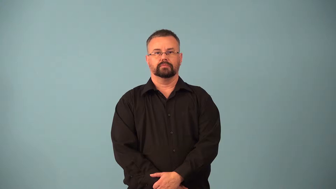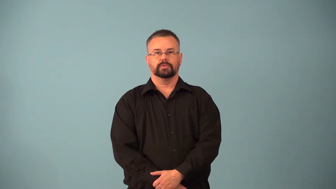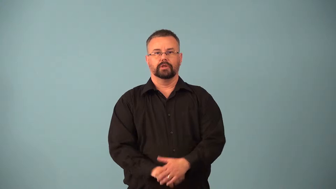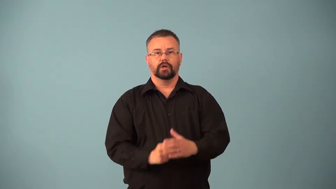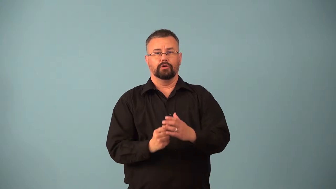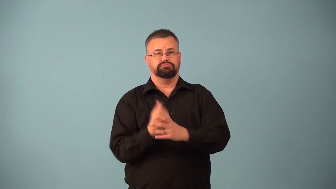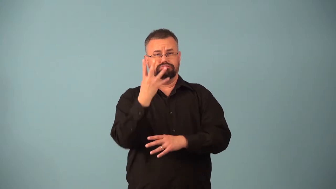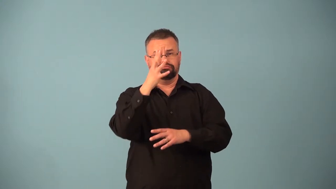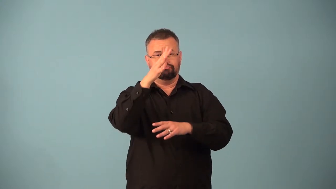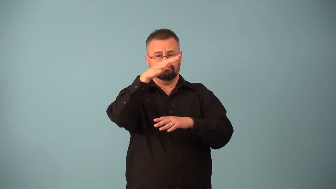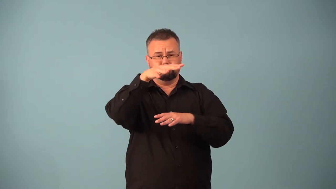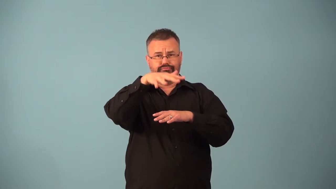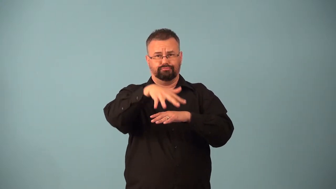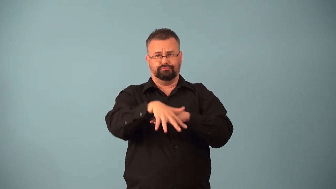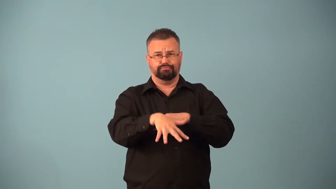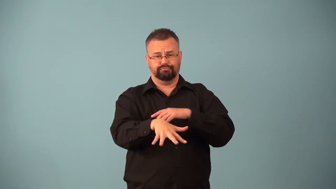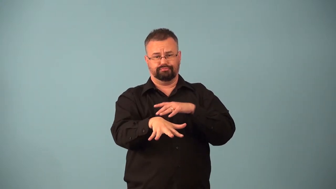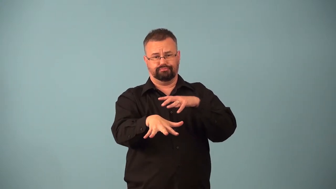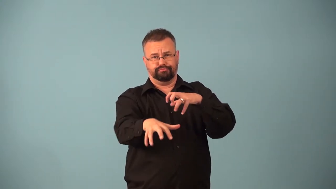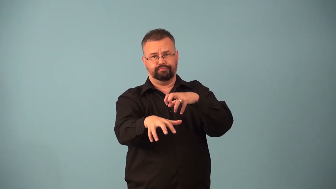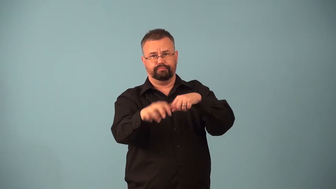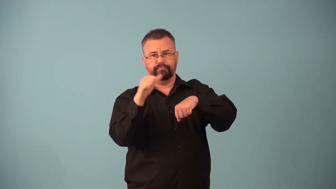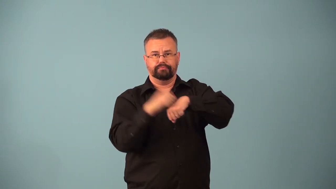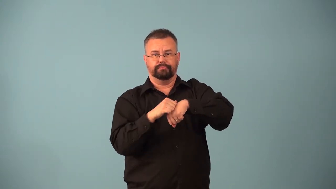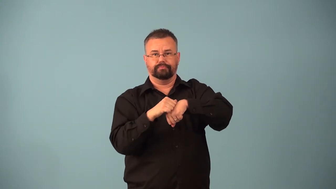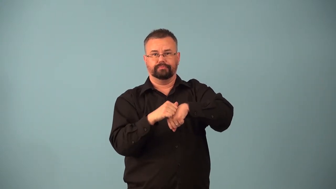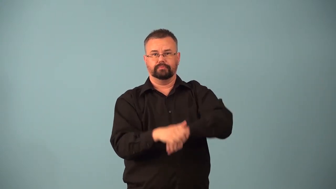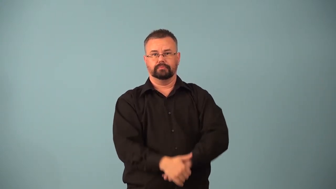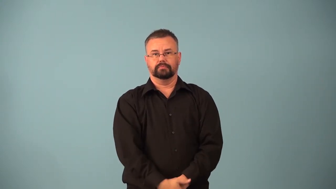basaltic